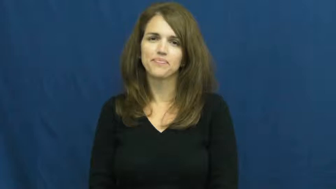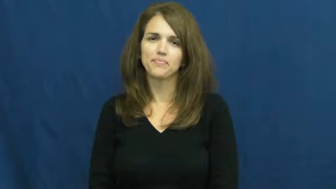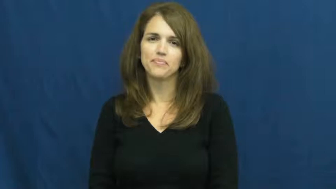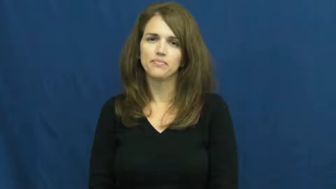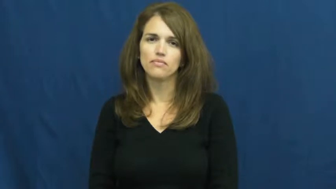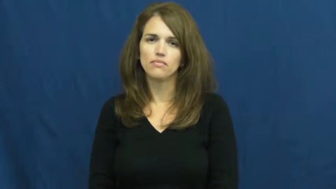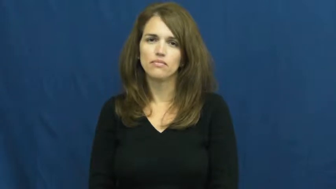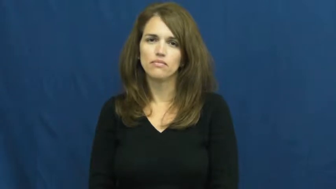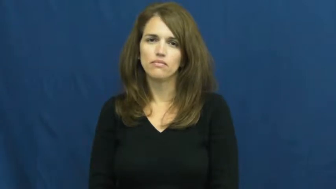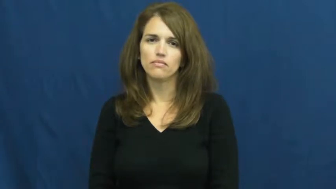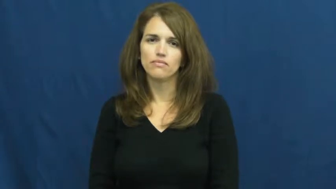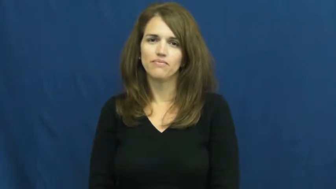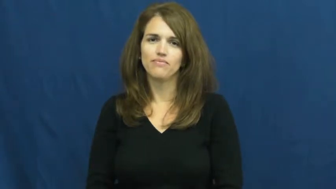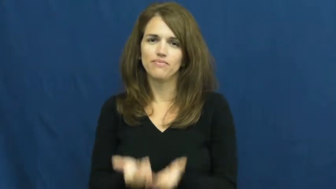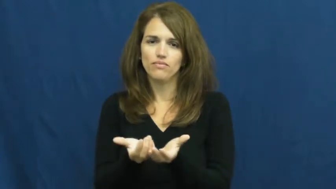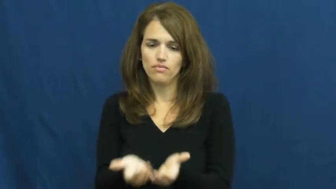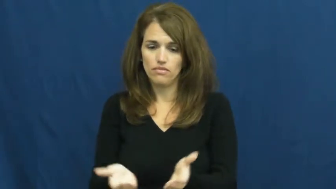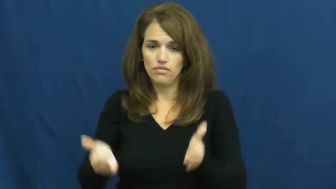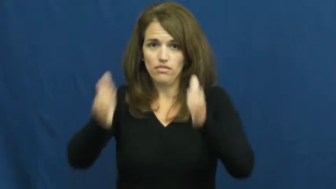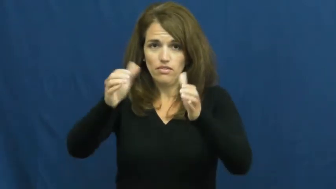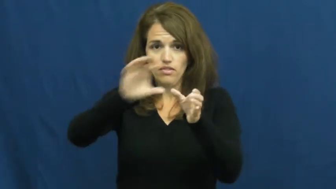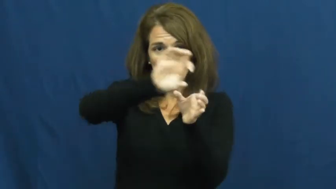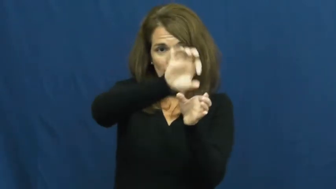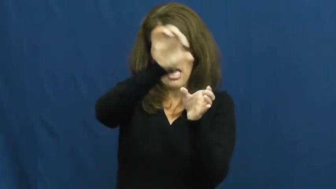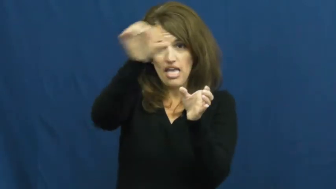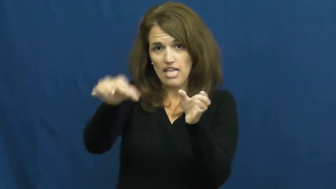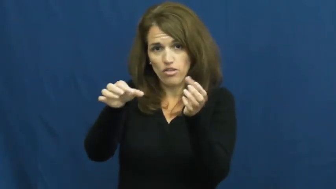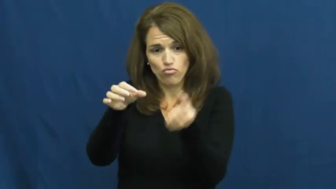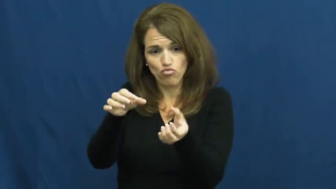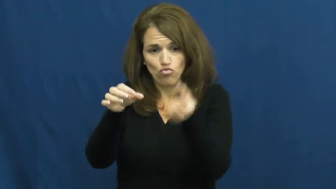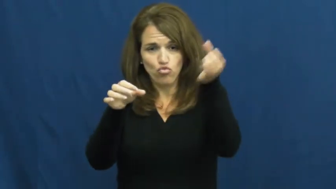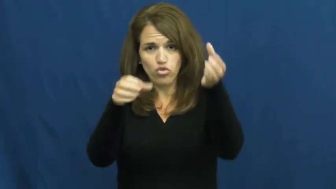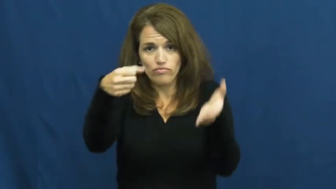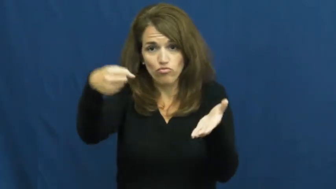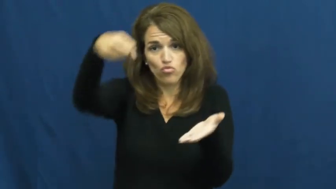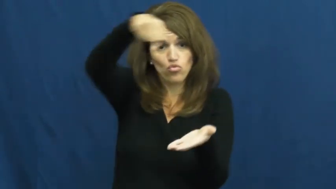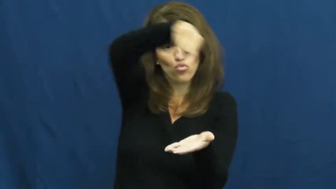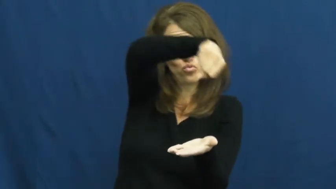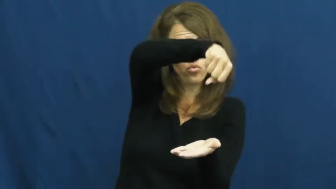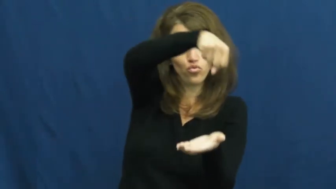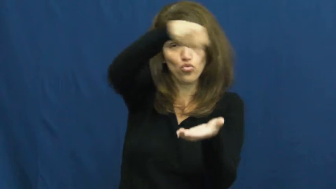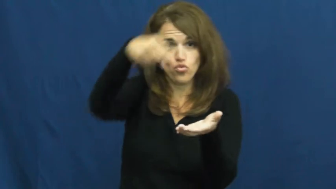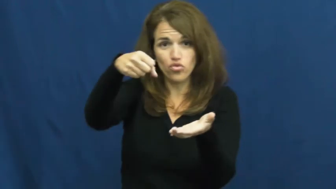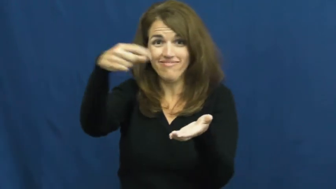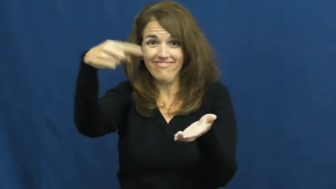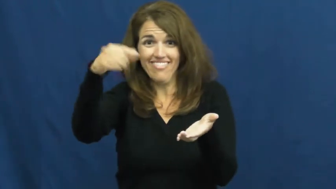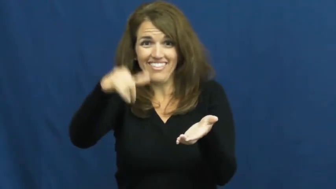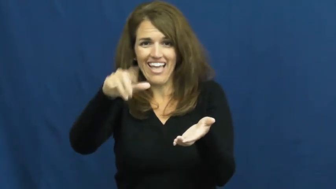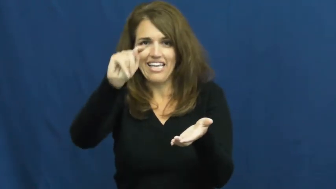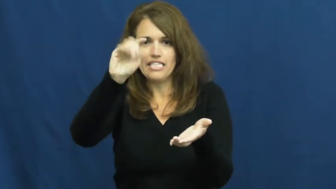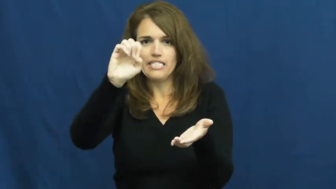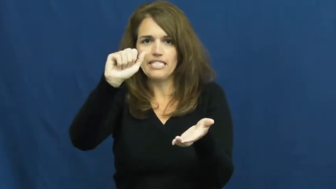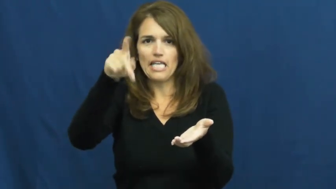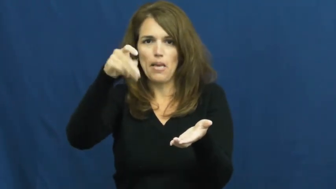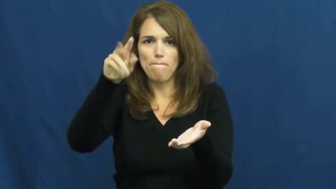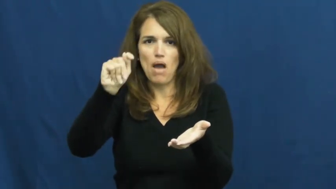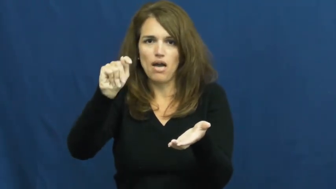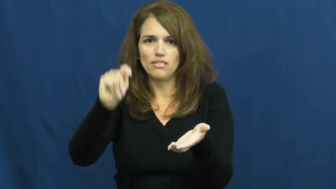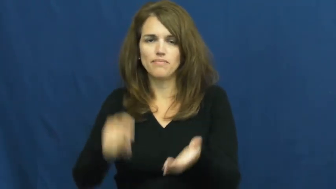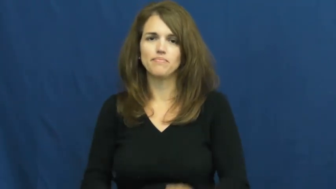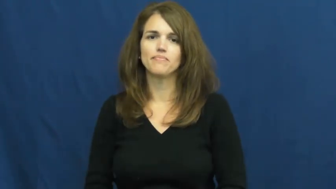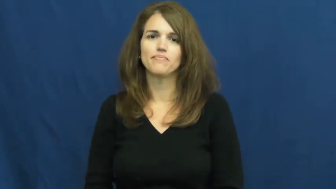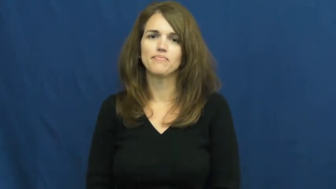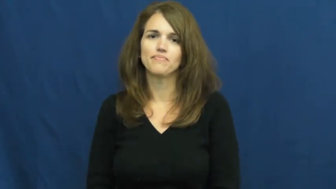teapot,kettle